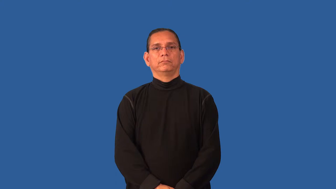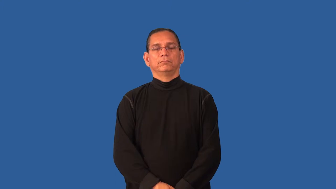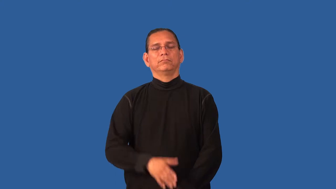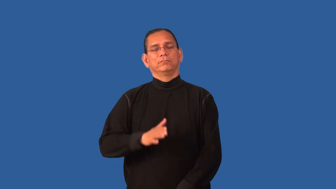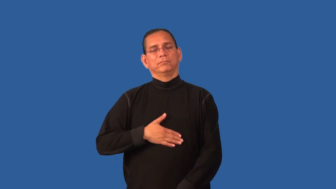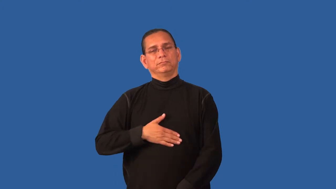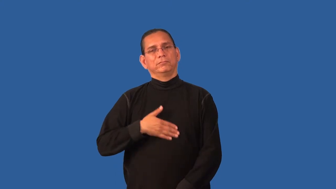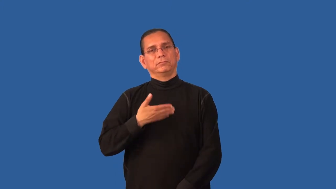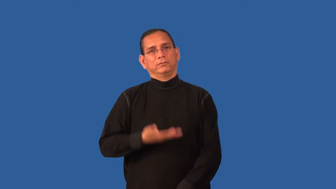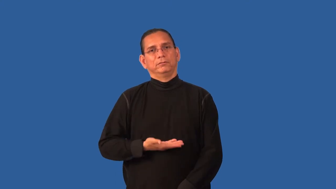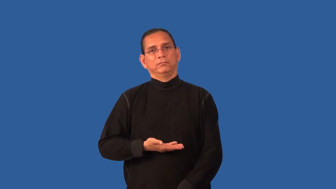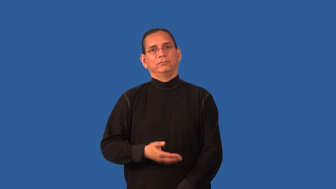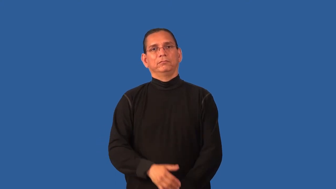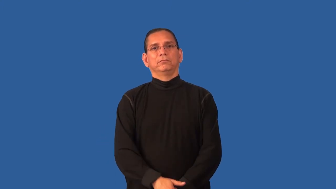distress-upset